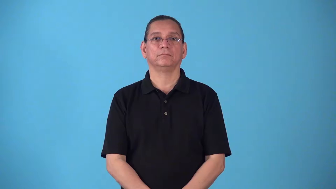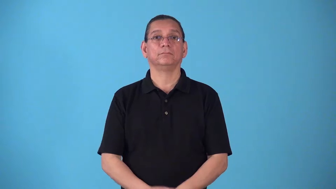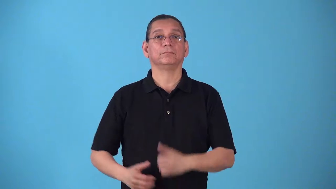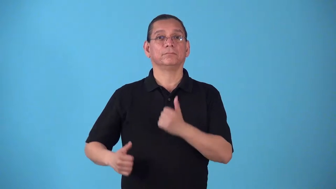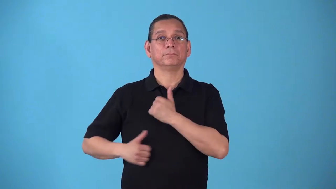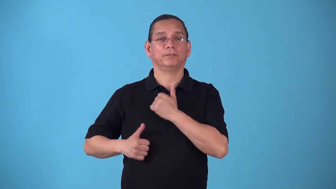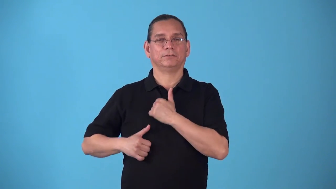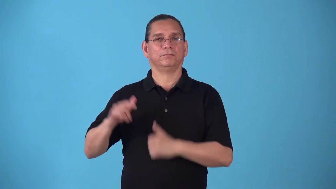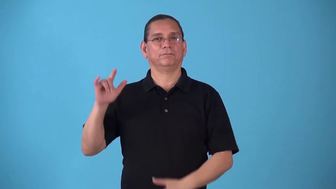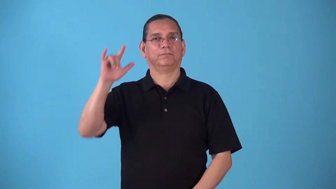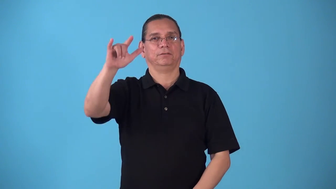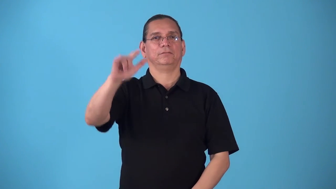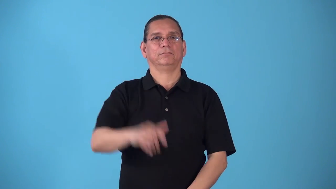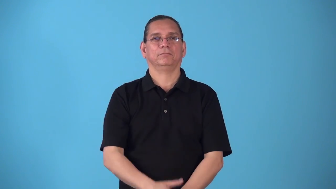sortie